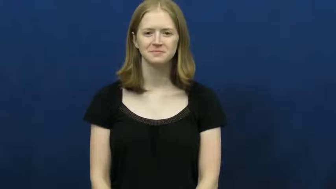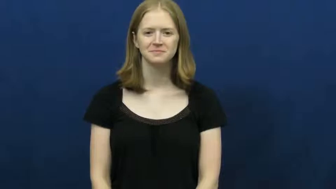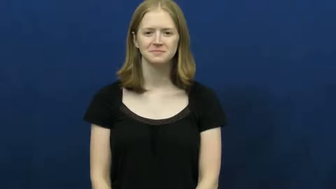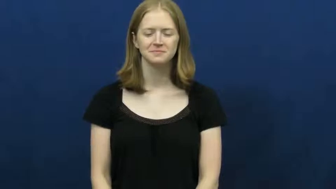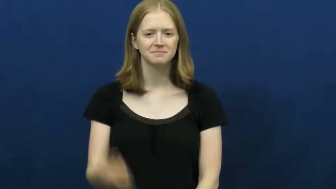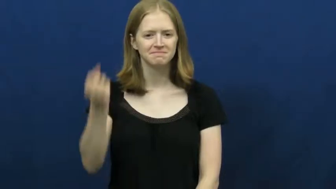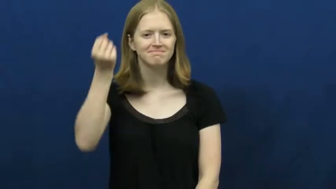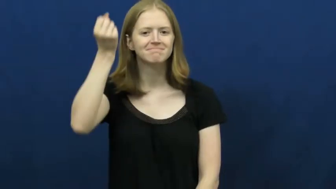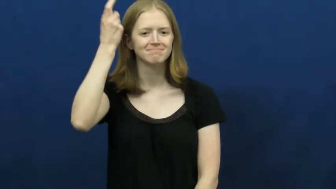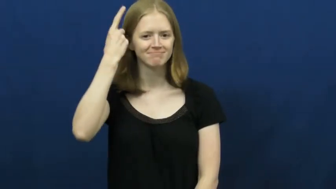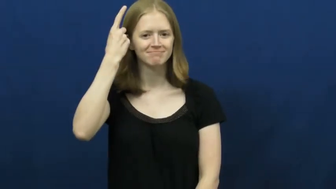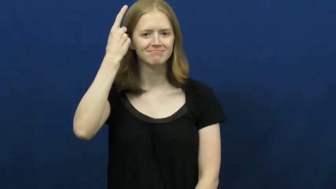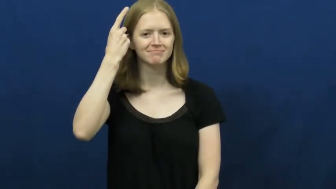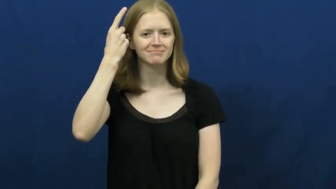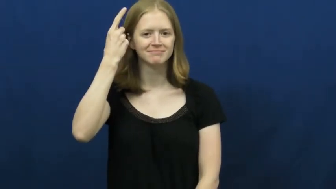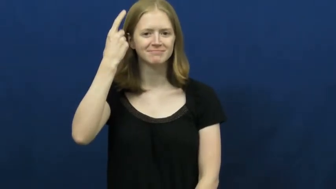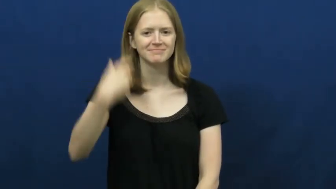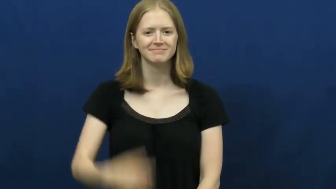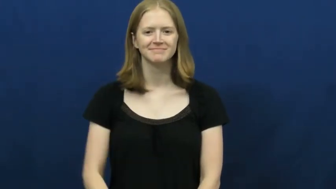understand,get,see,follow,suss,geddit,appreciate,digest